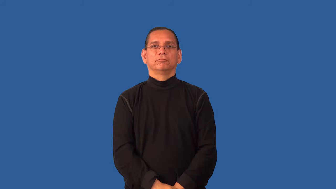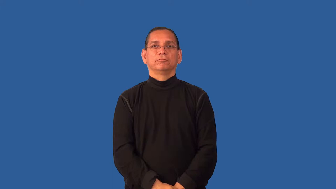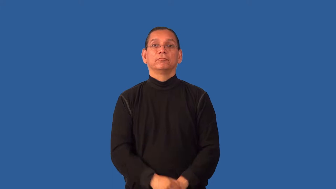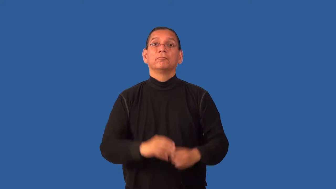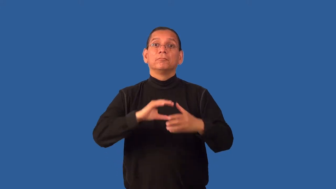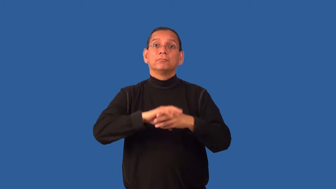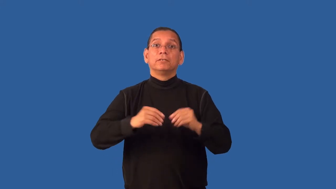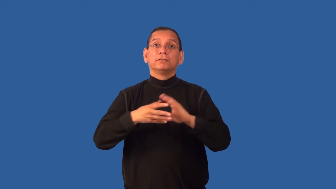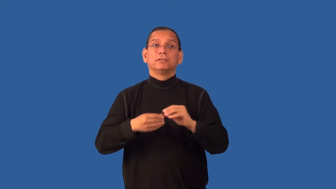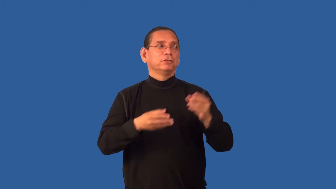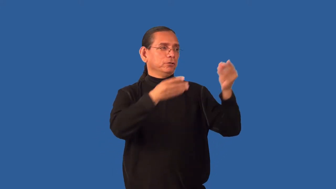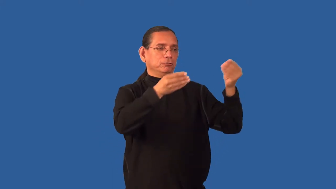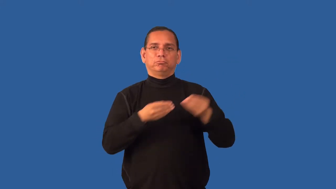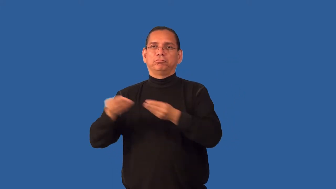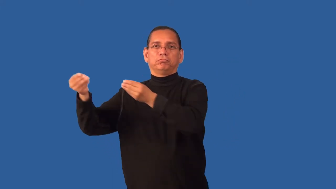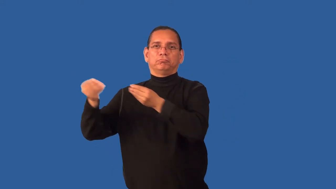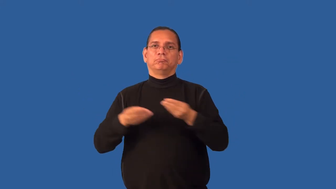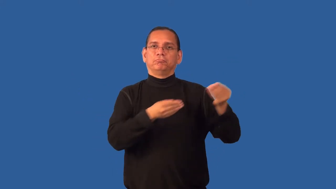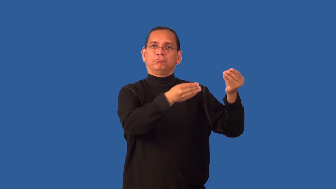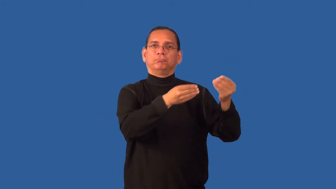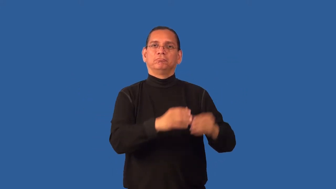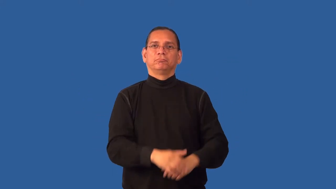emissary